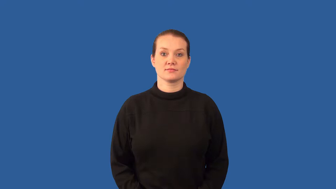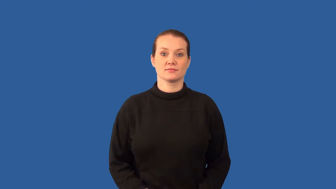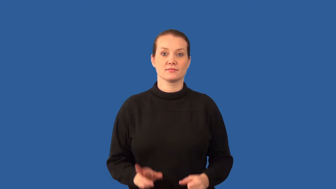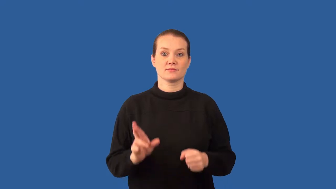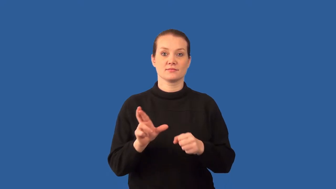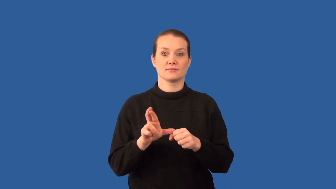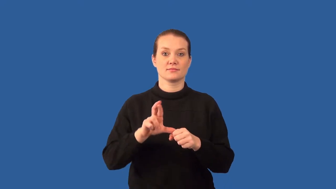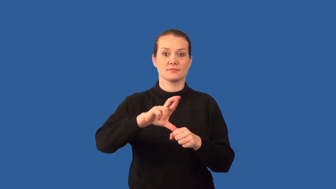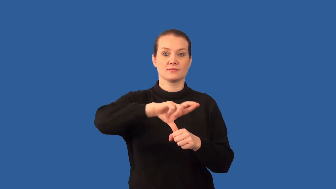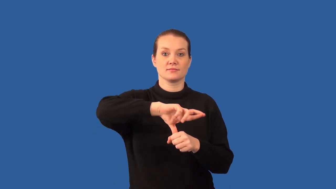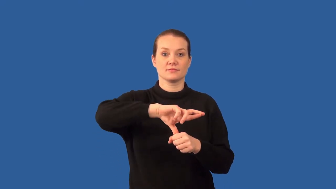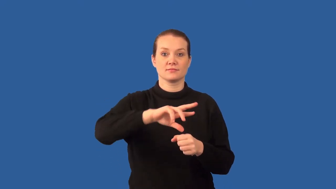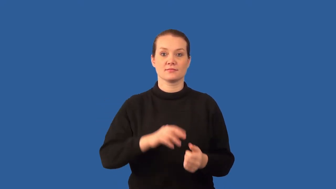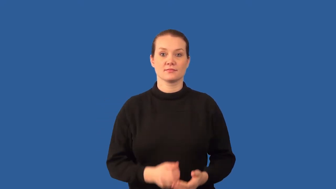reactant